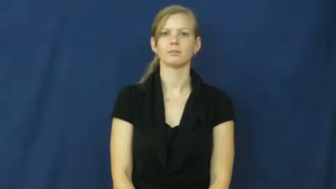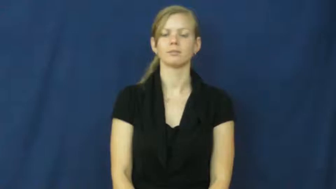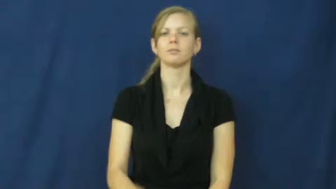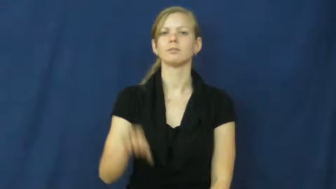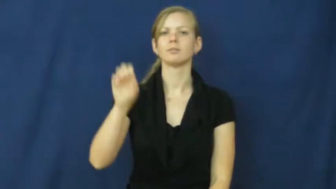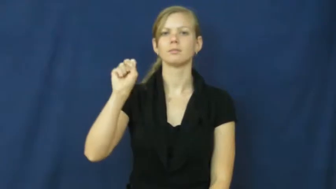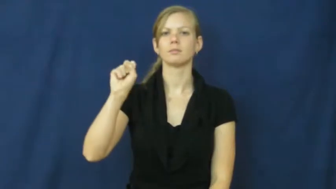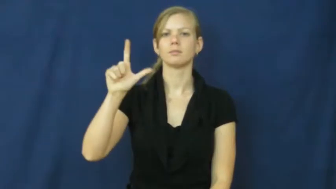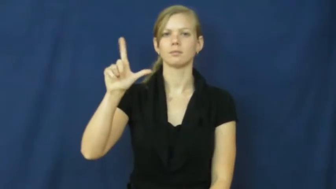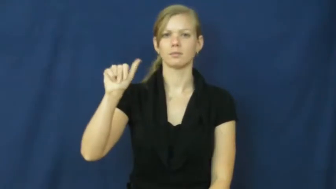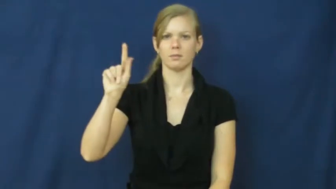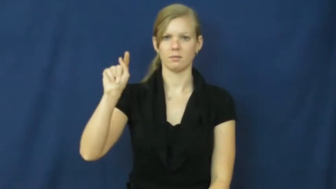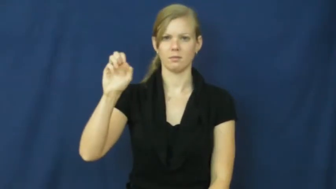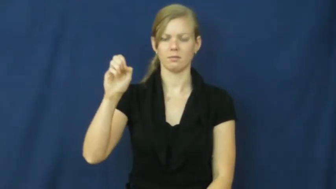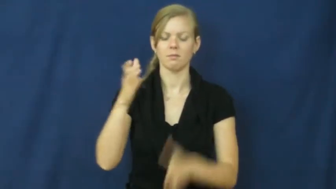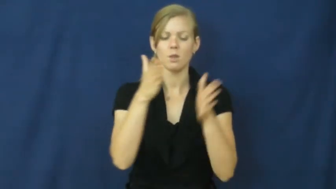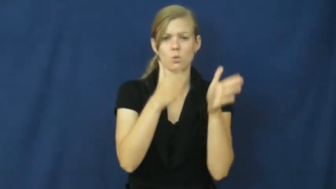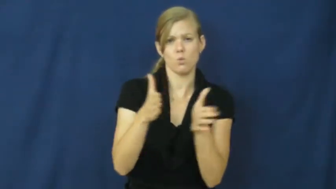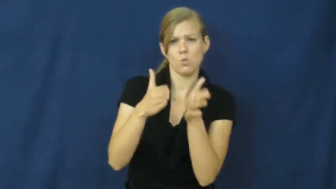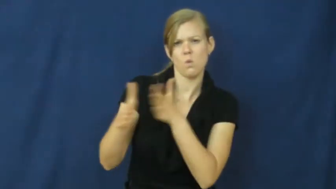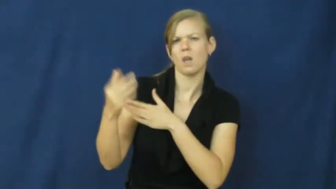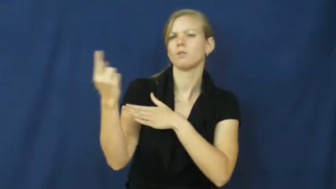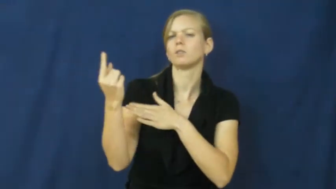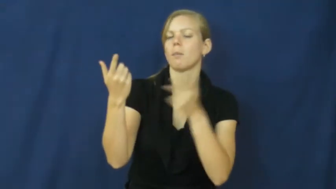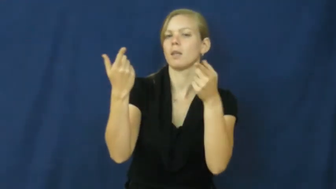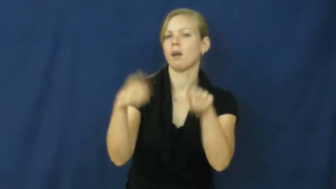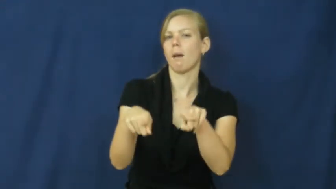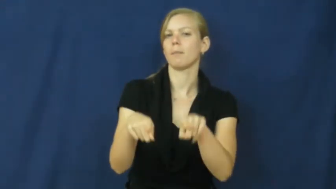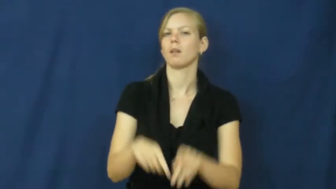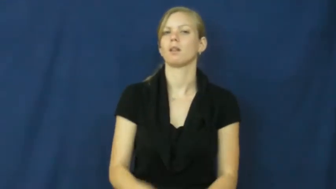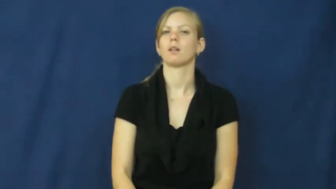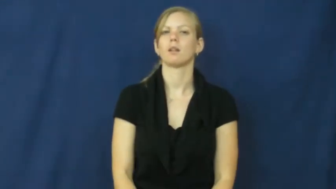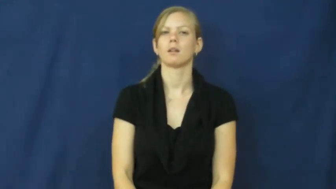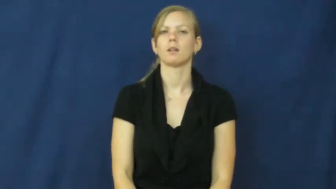slate-verb